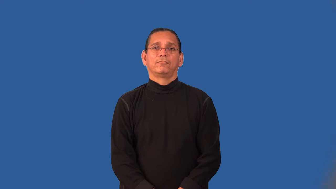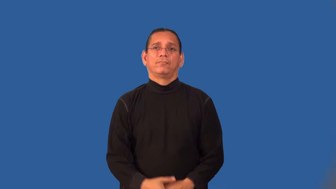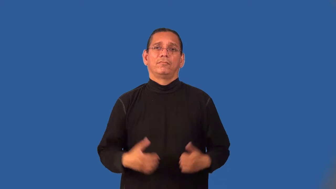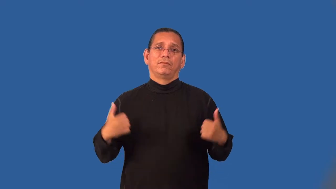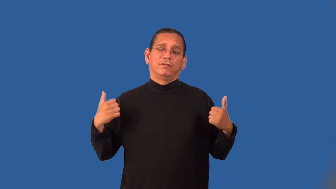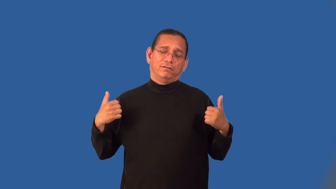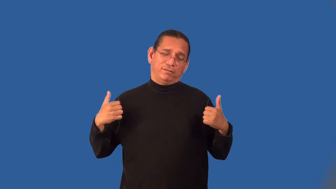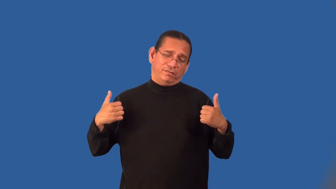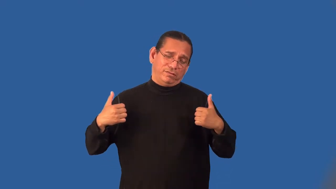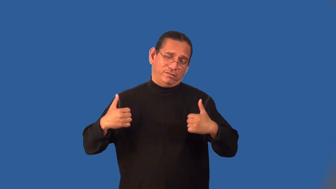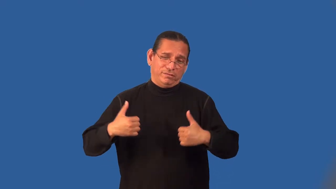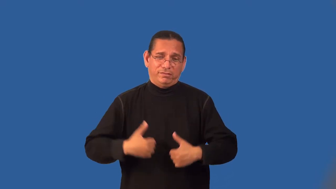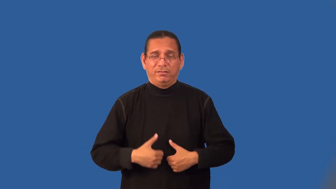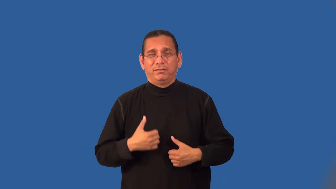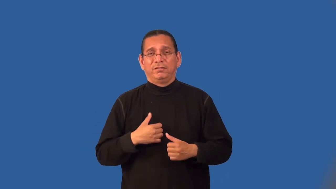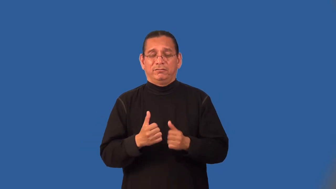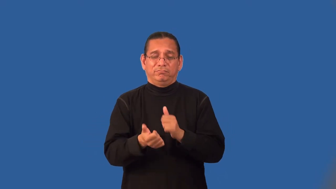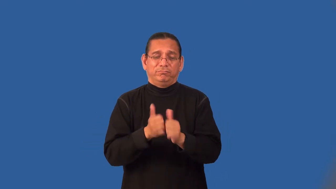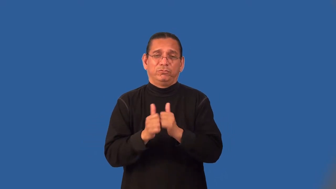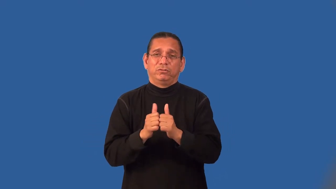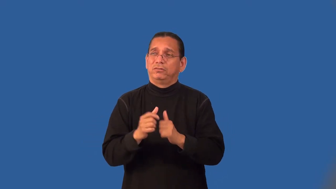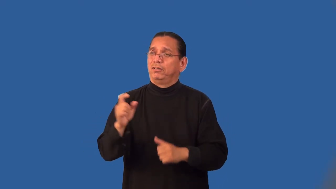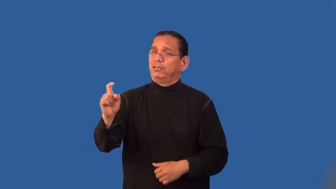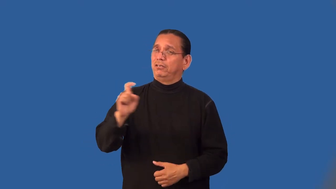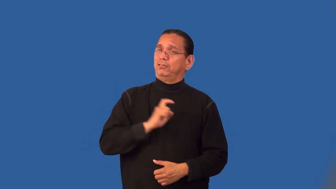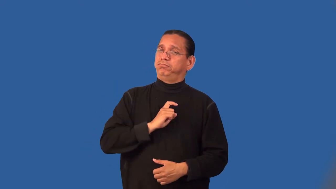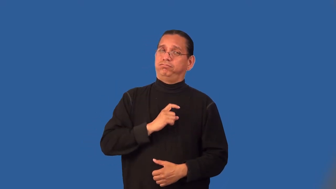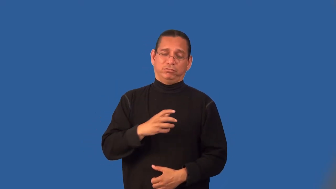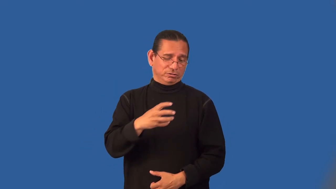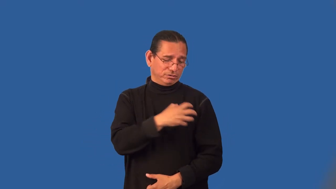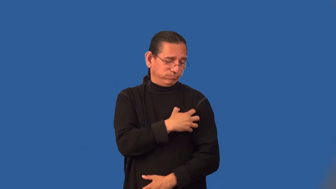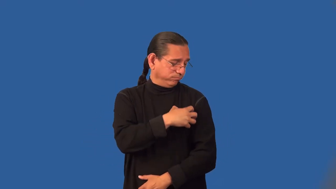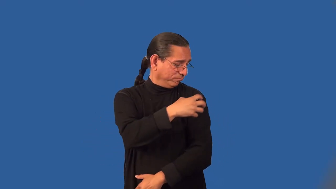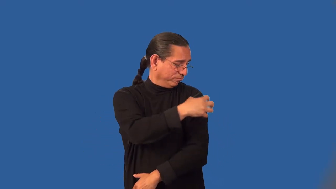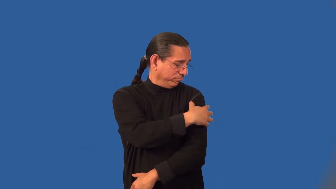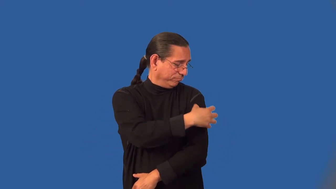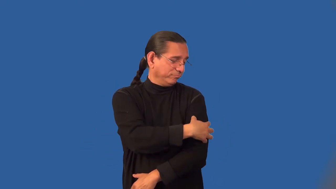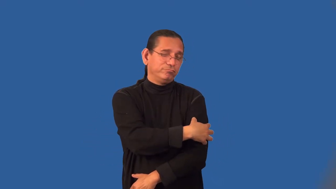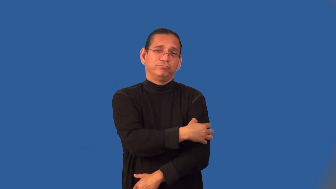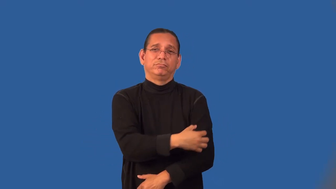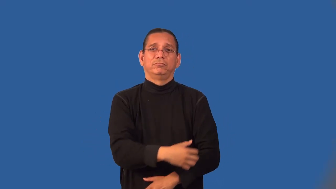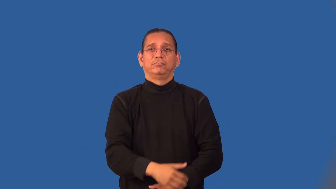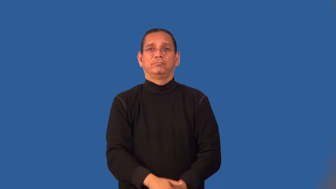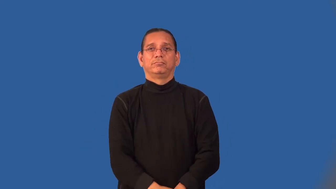letter-varsity